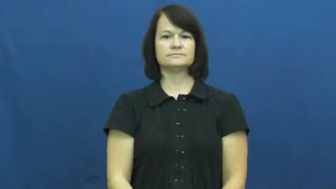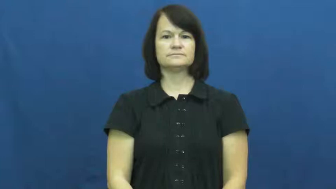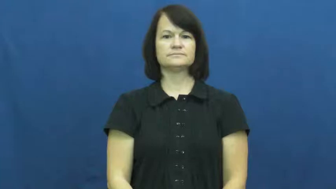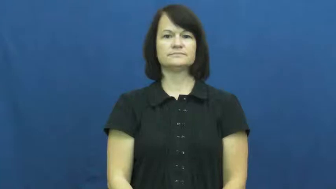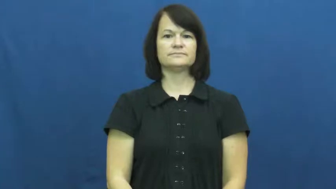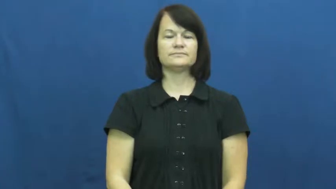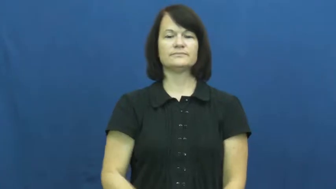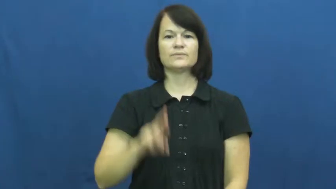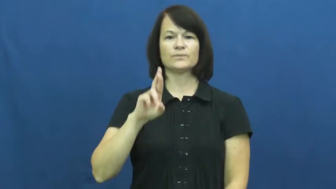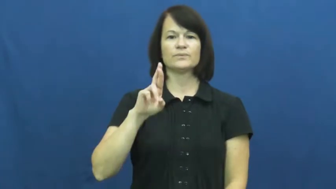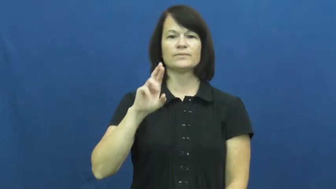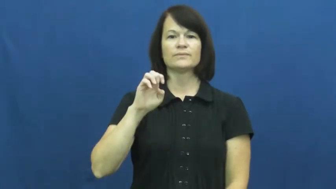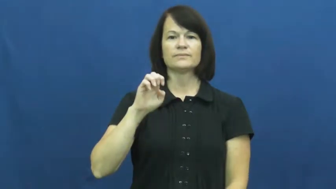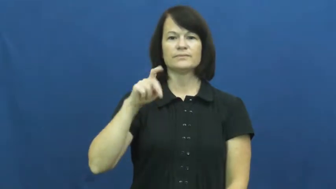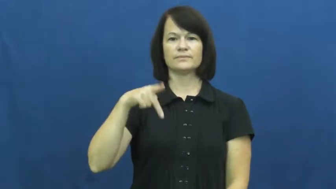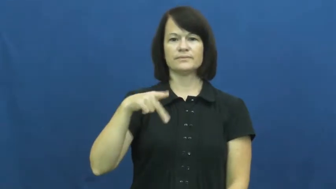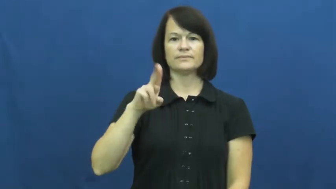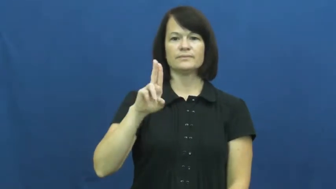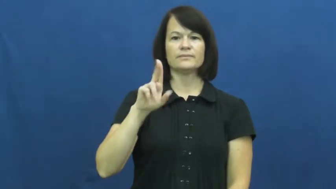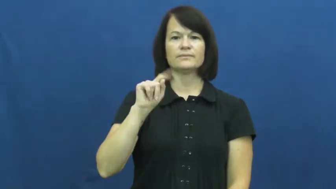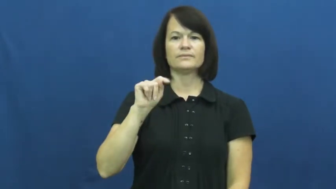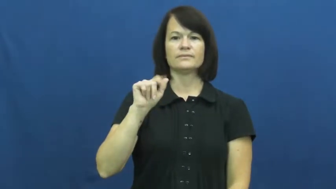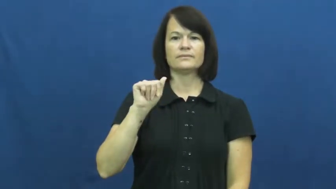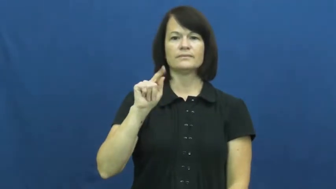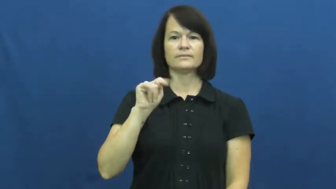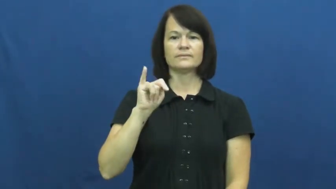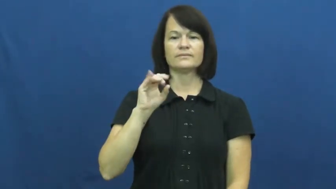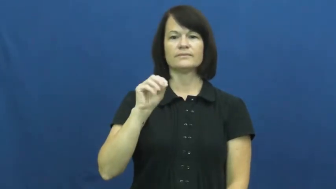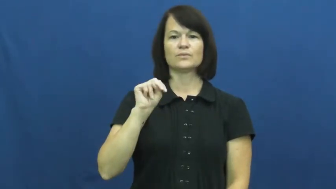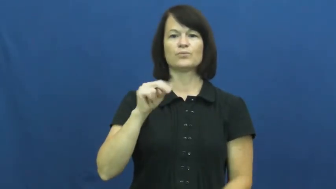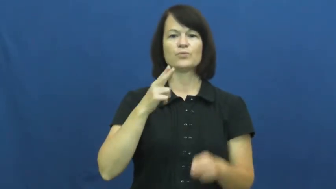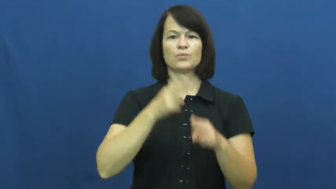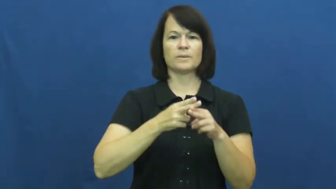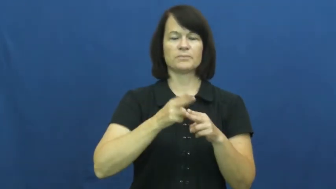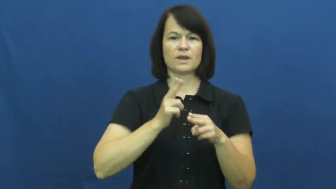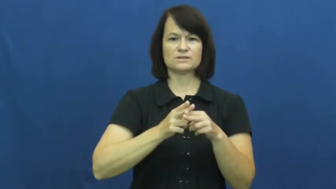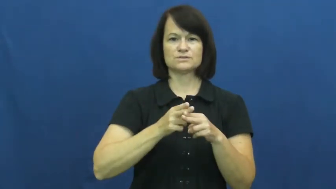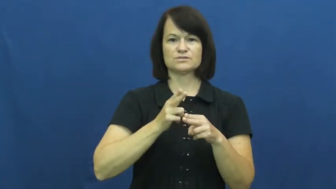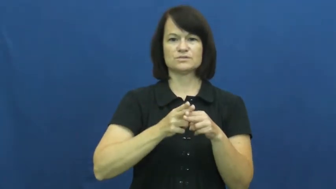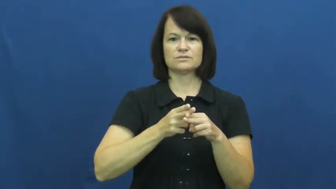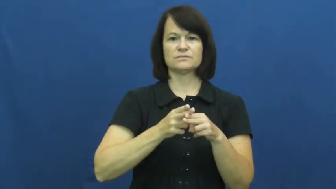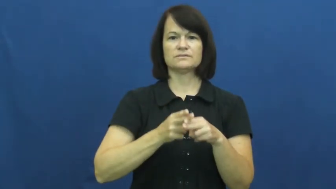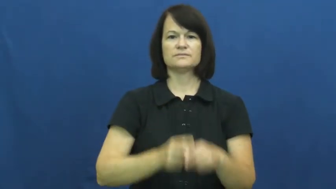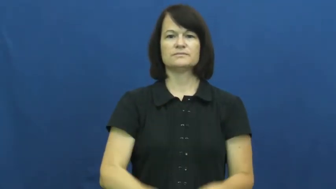reputation